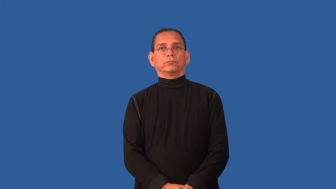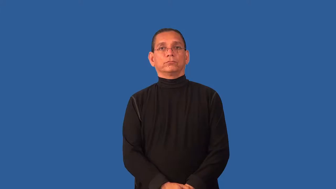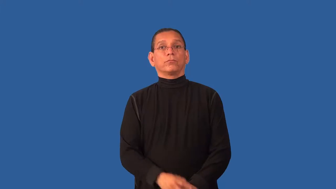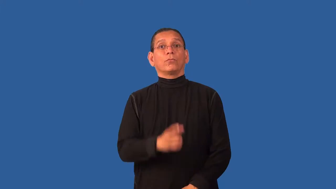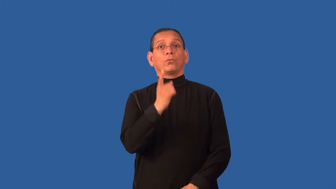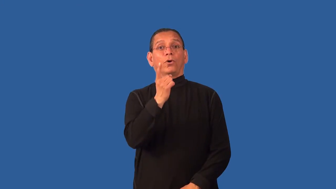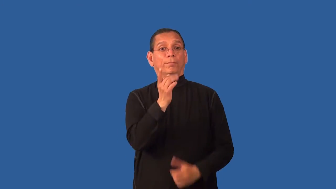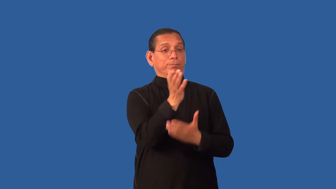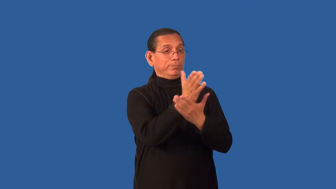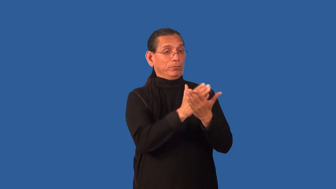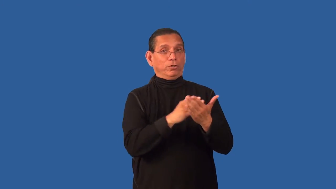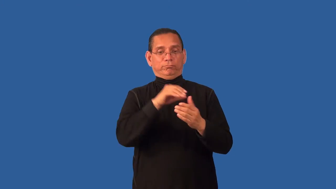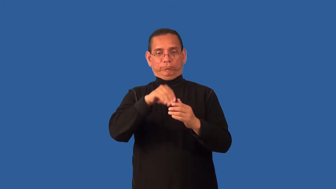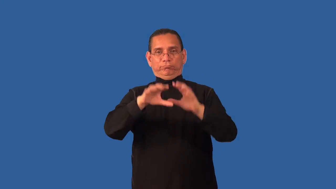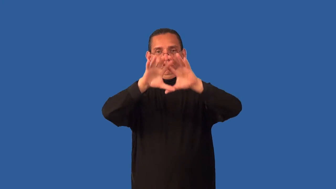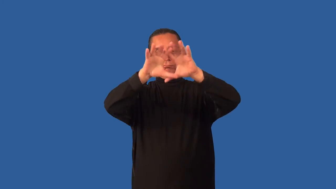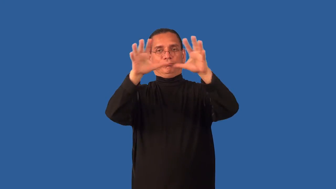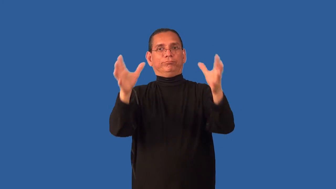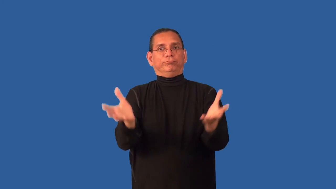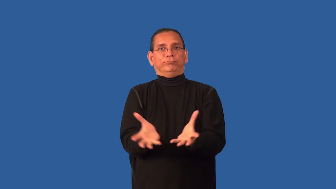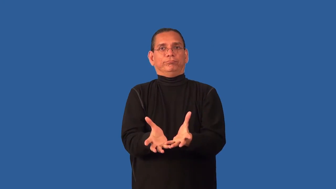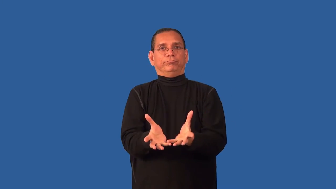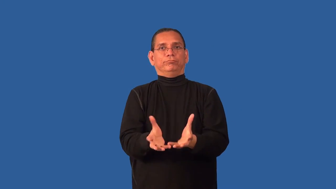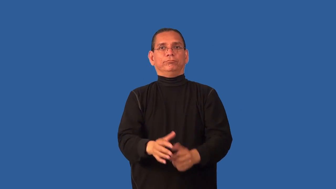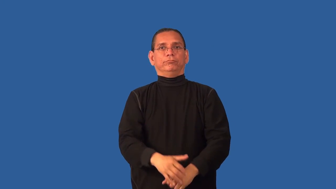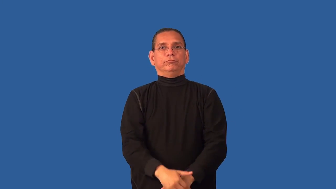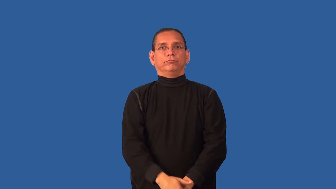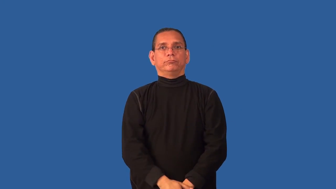constituent-thing that is a part